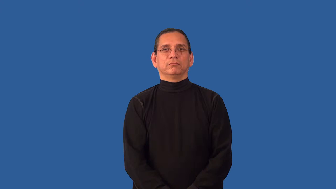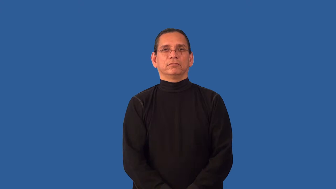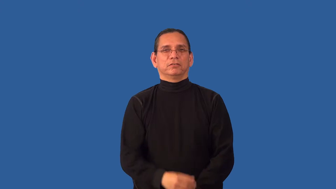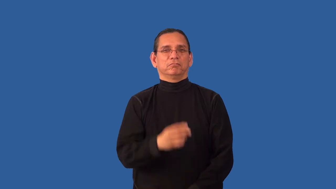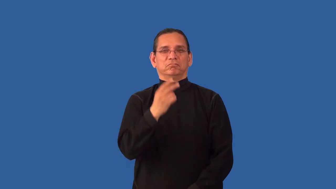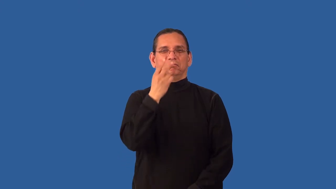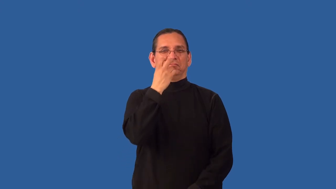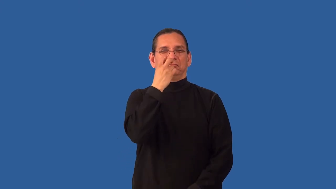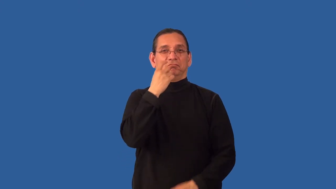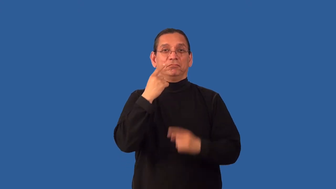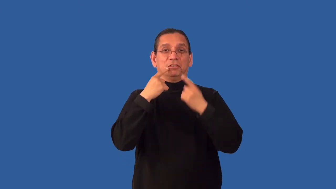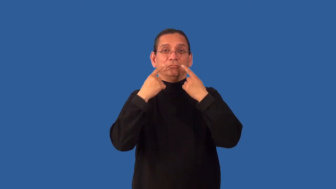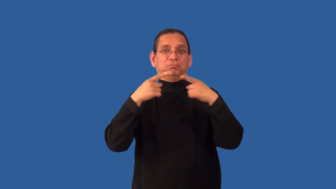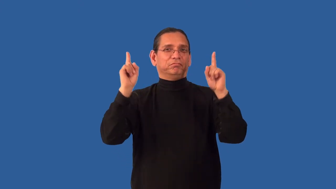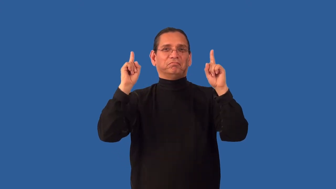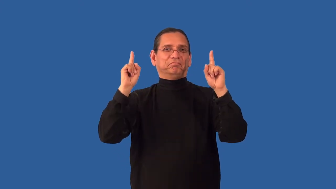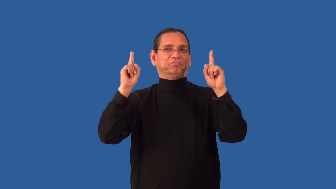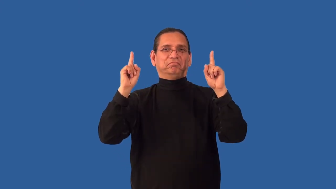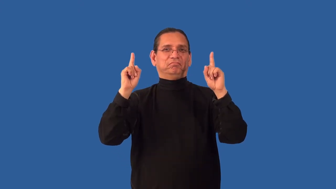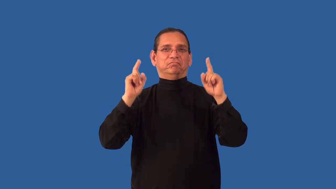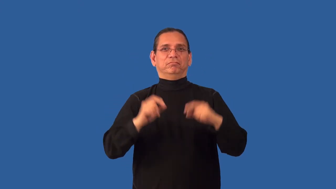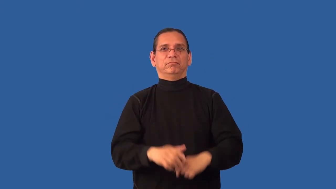unpropitious